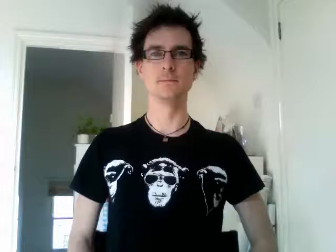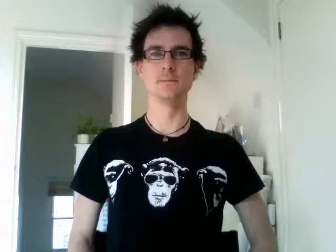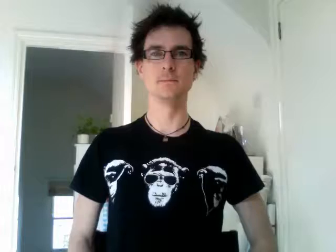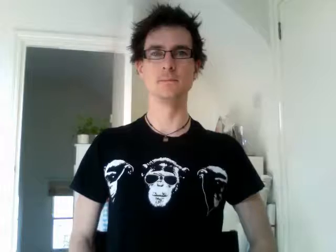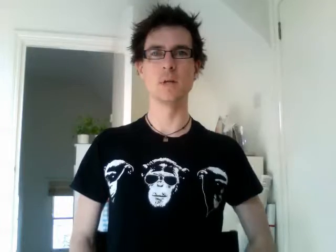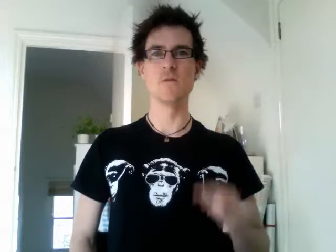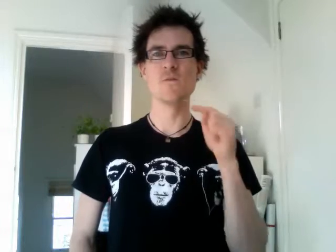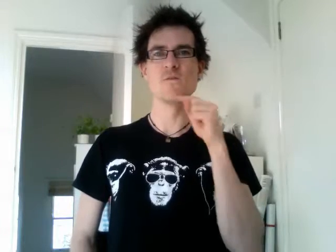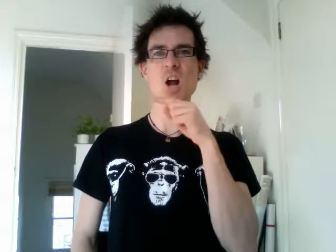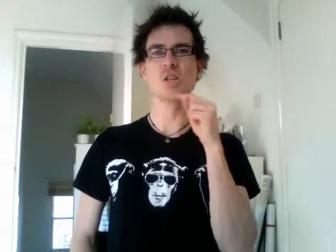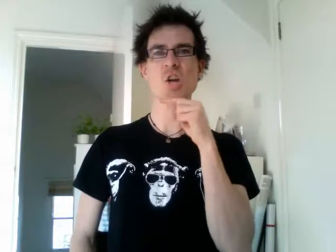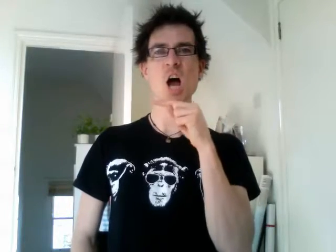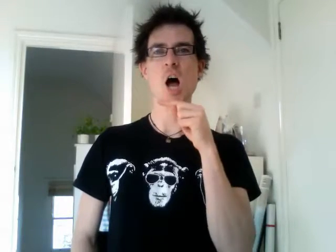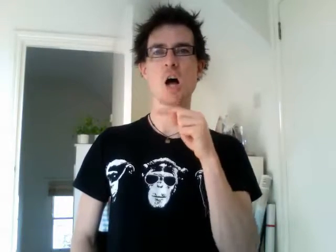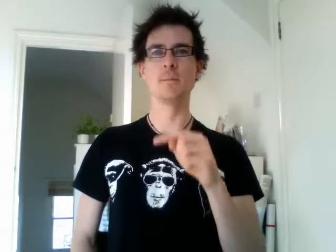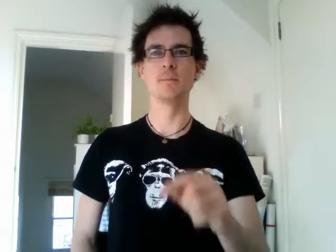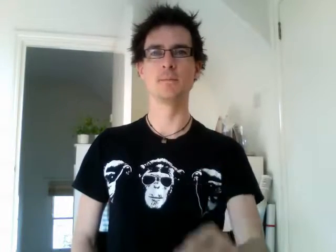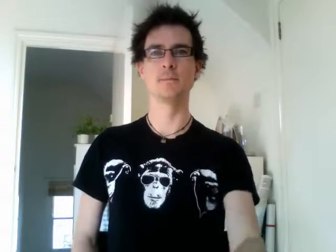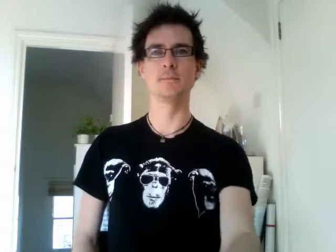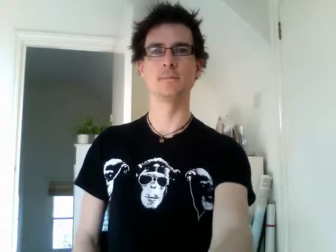russia